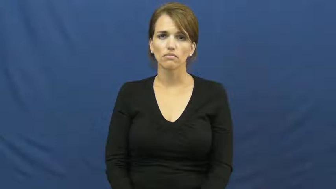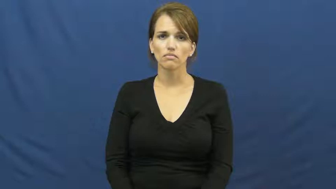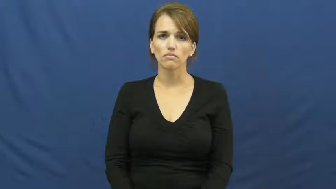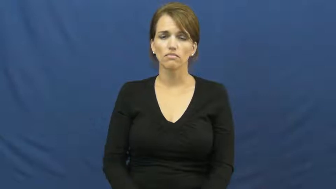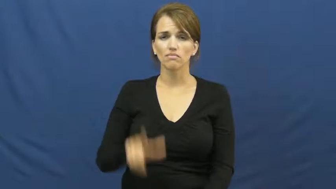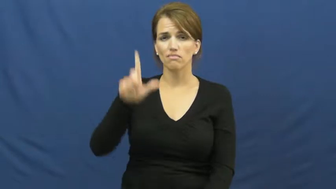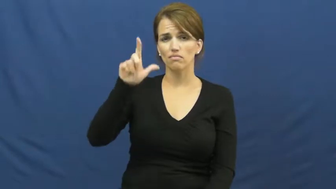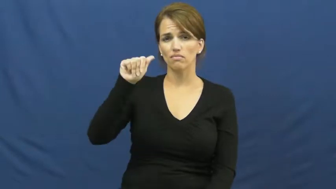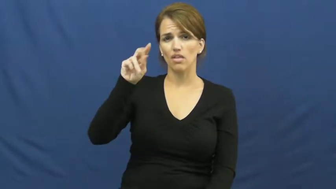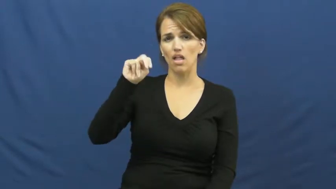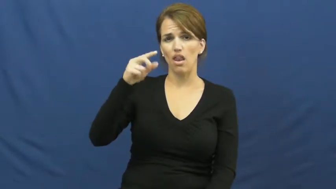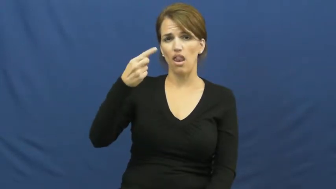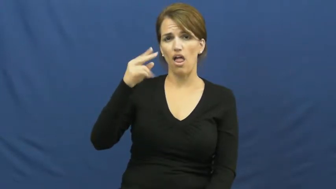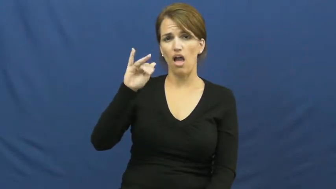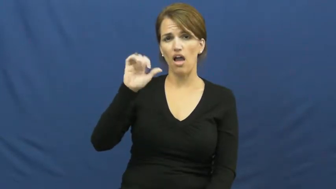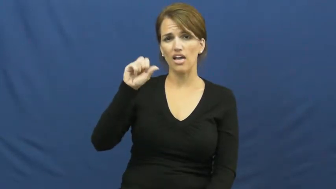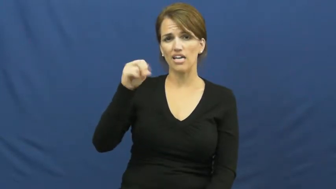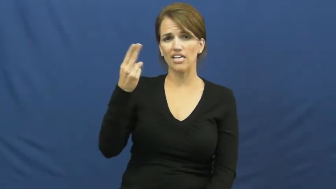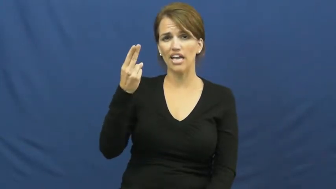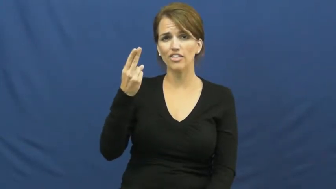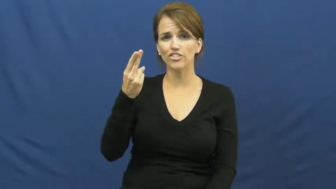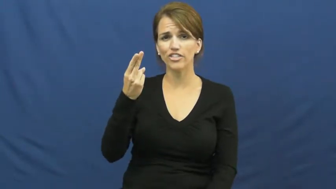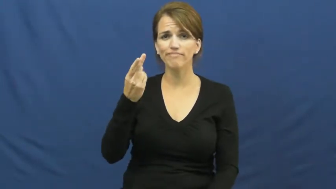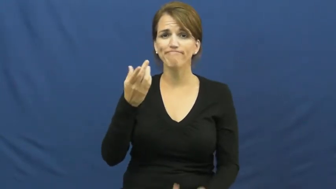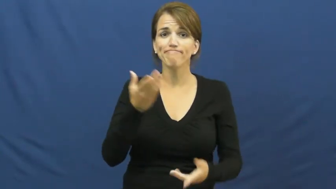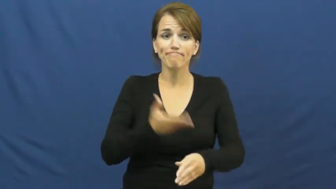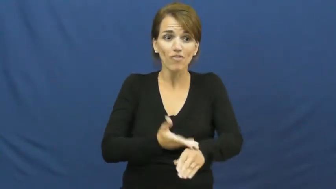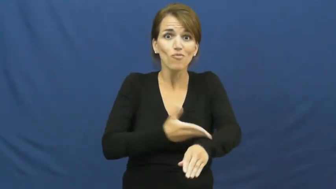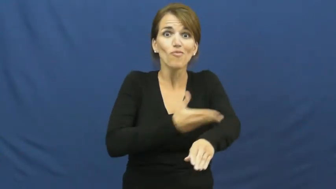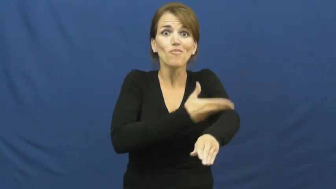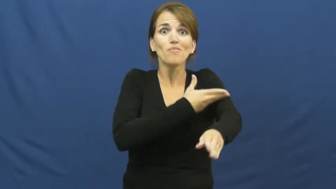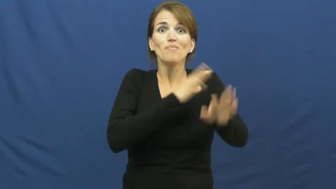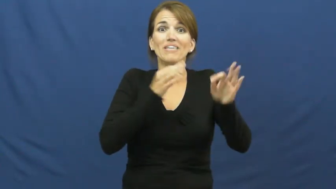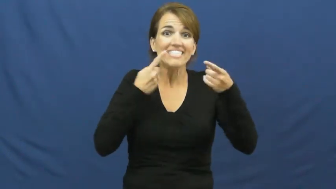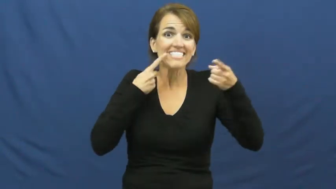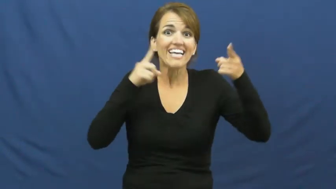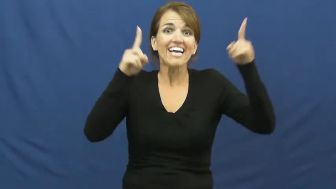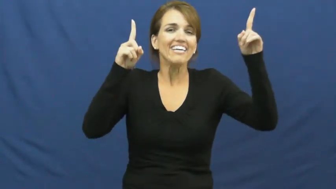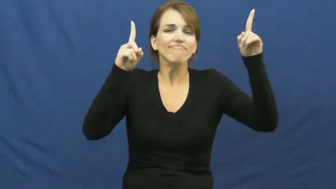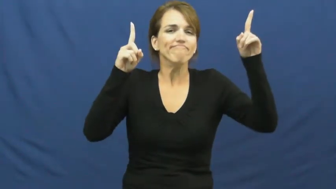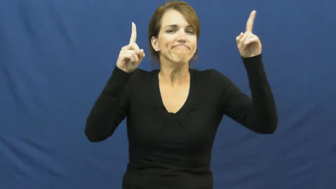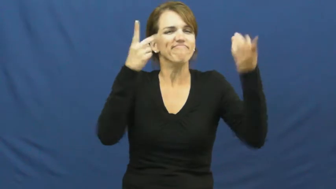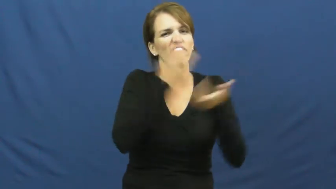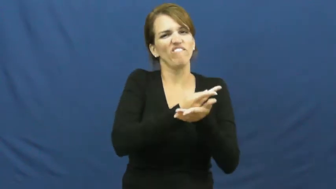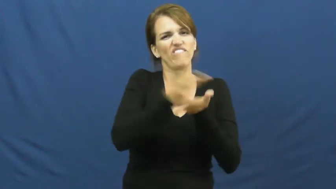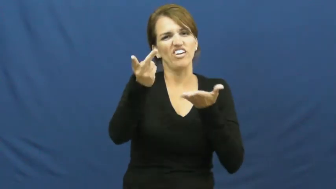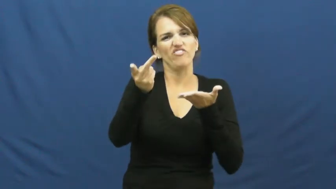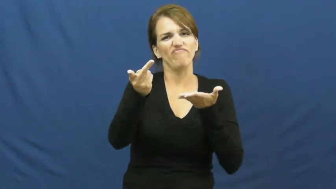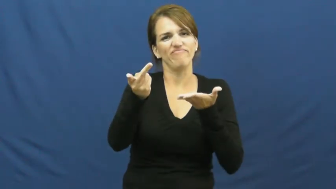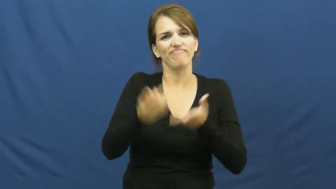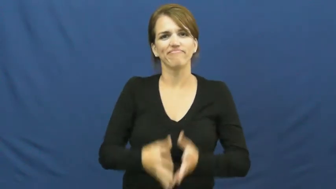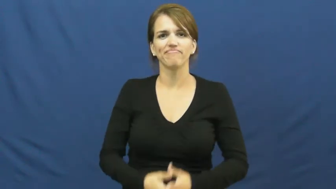languish